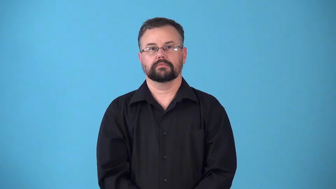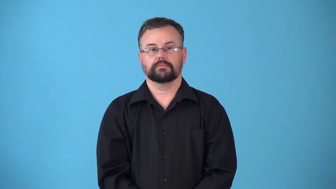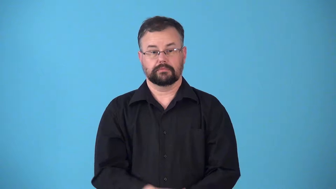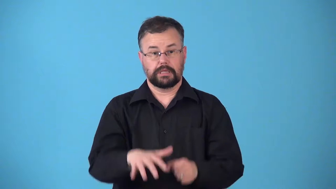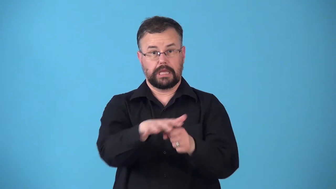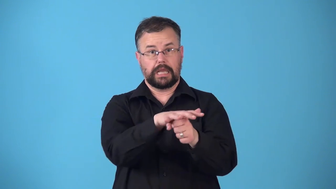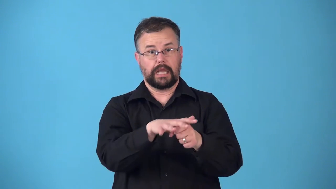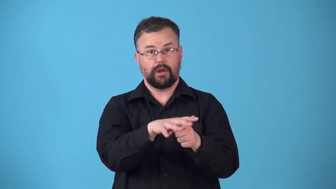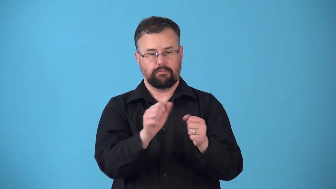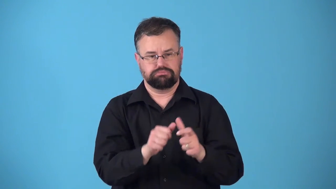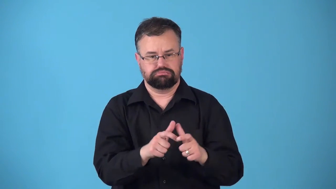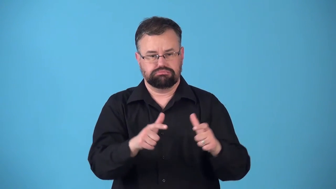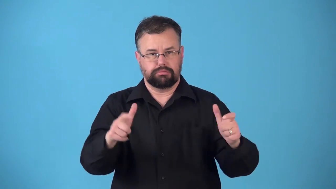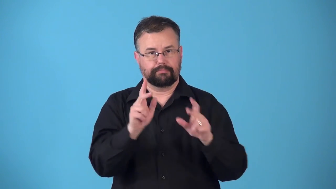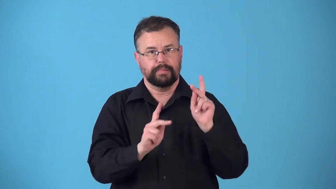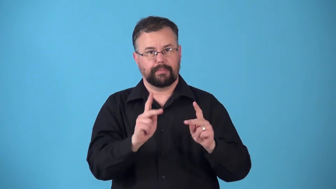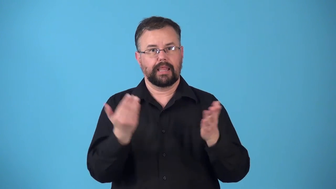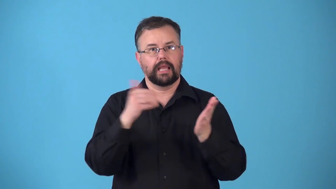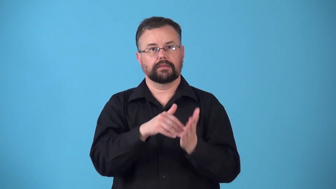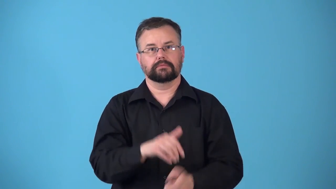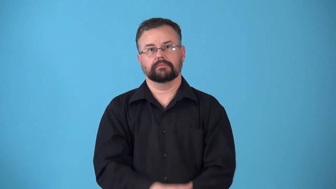repopulate